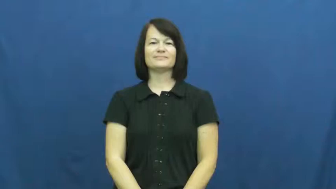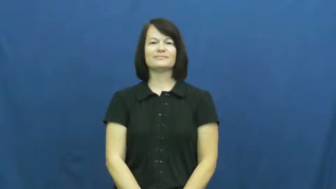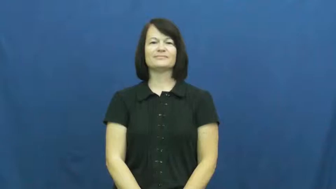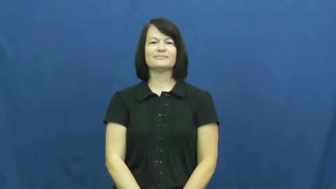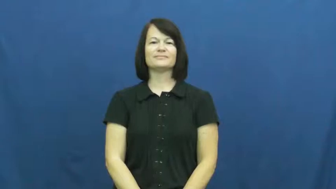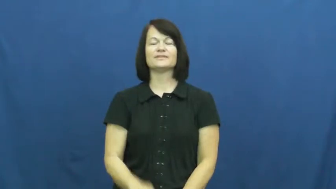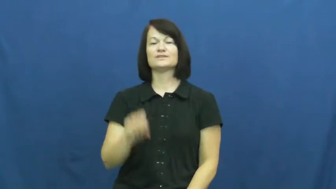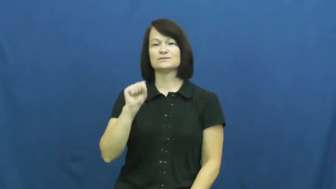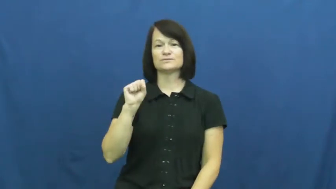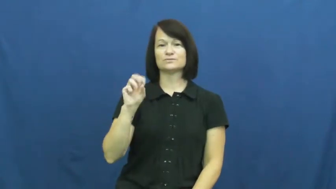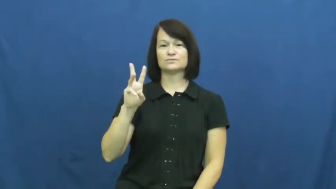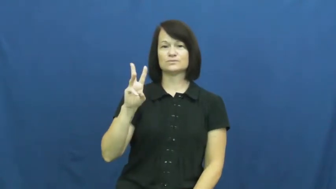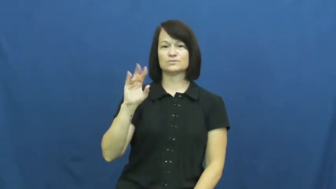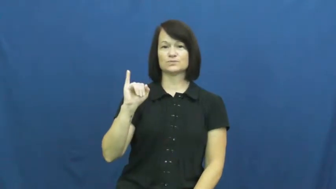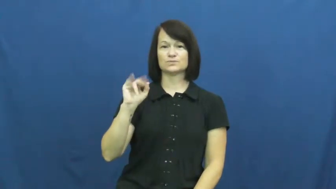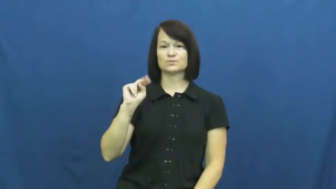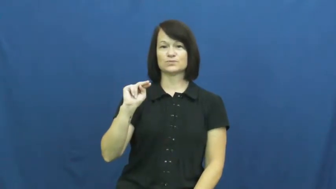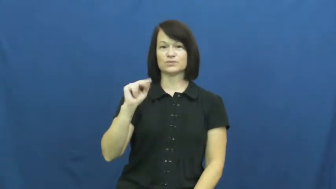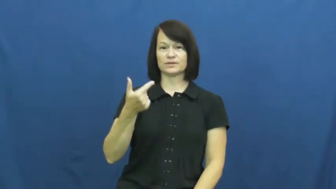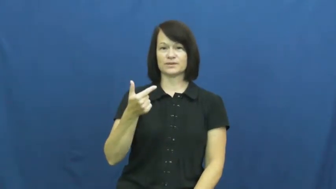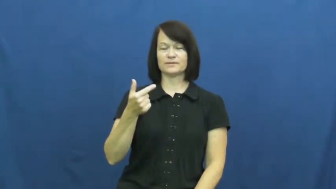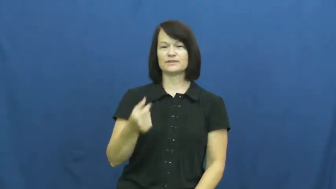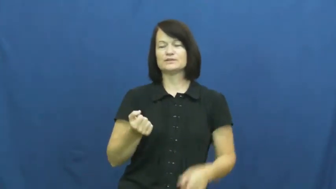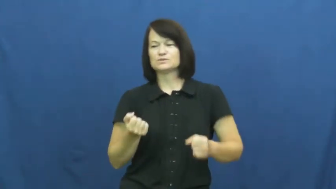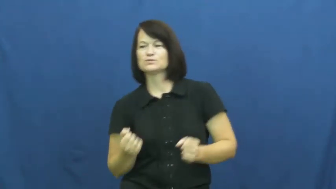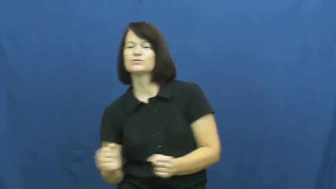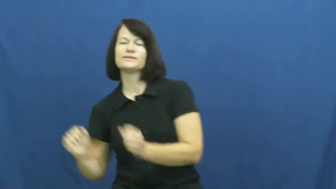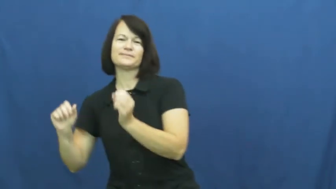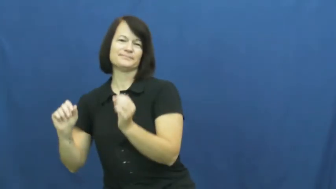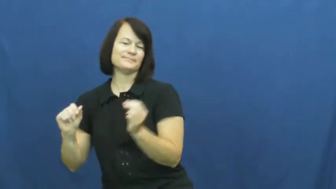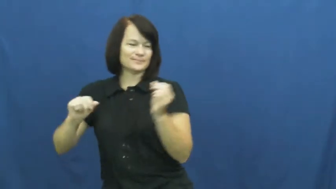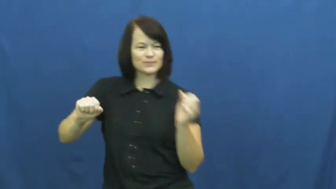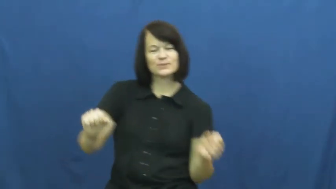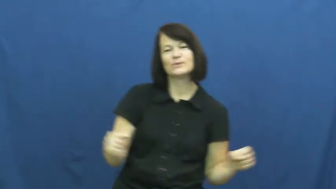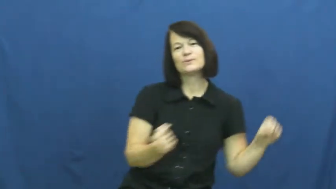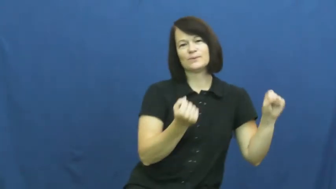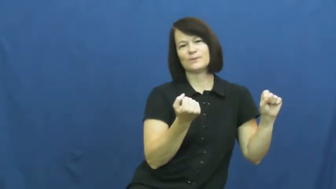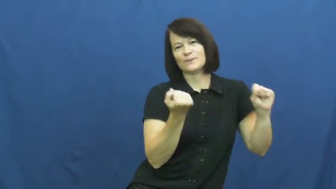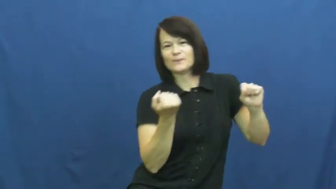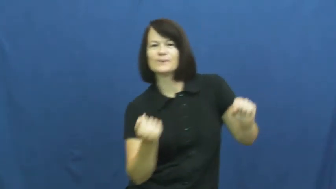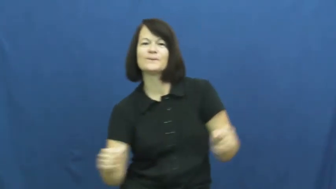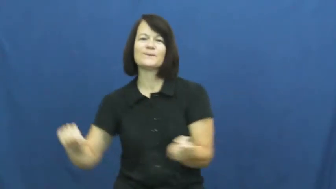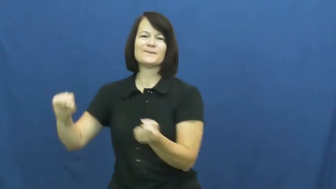swing-move